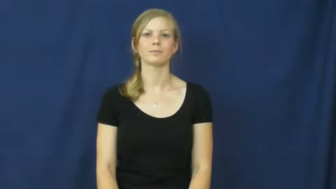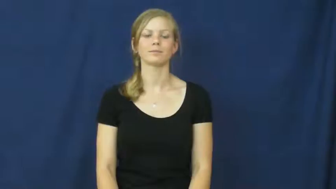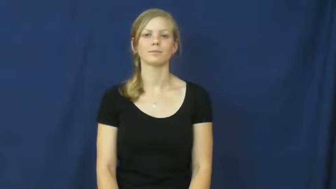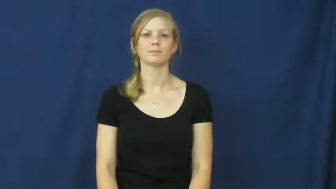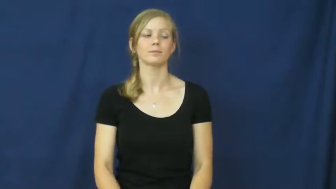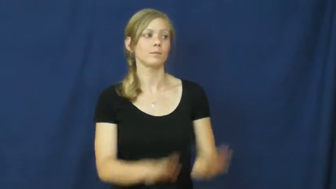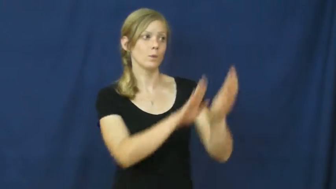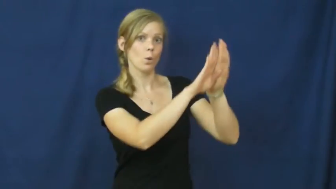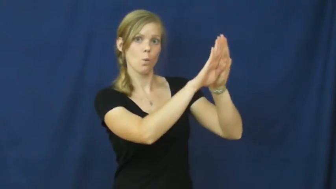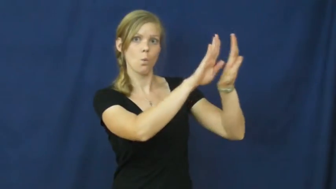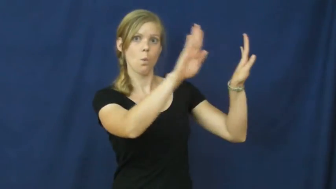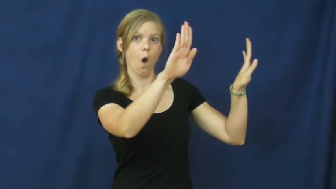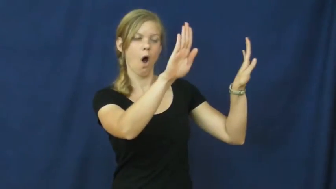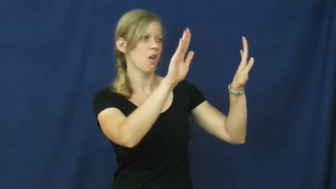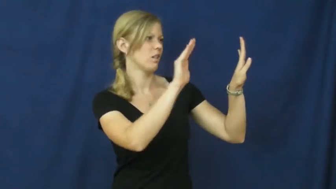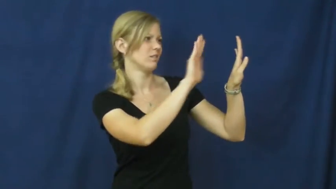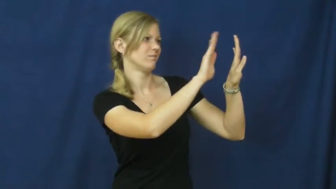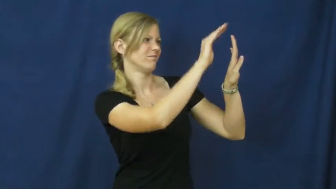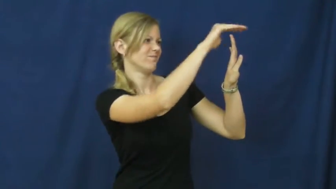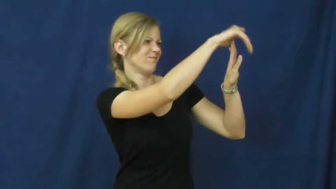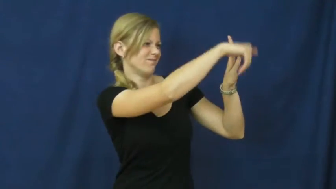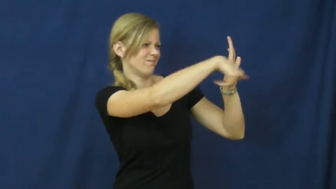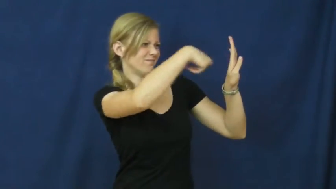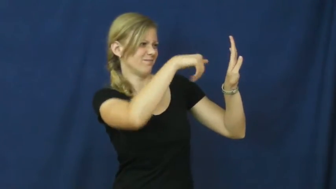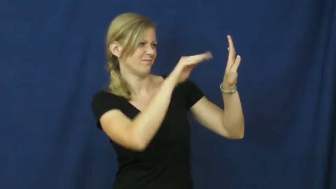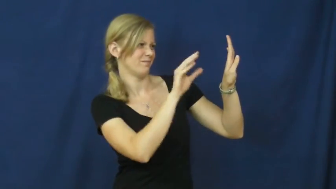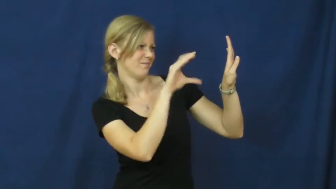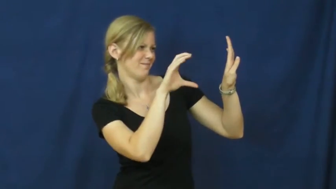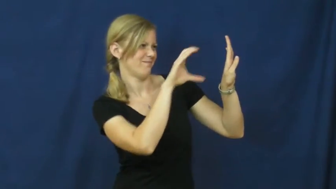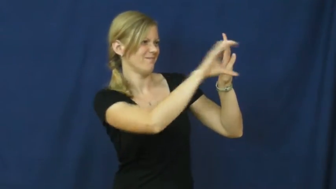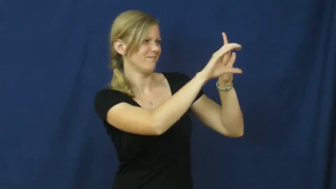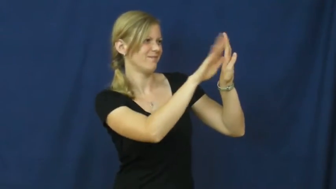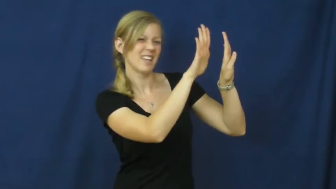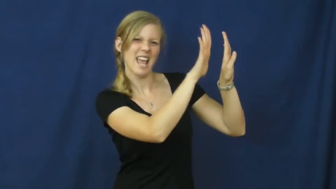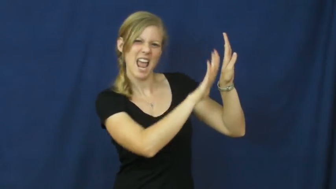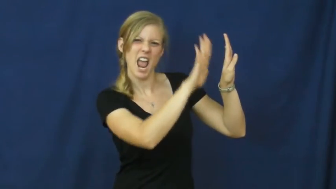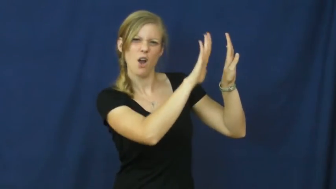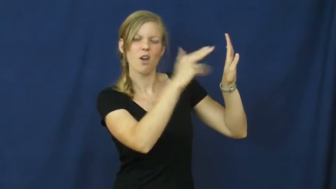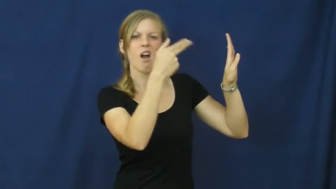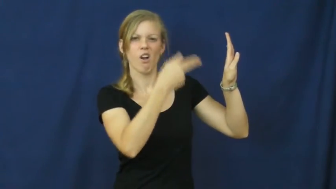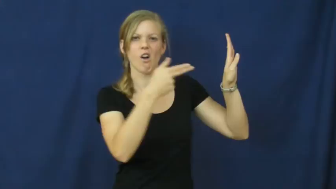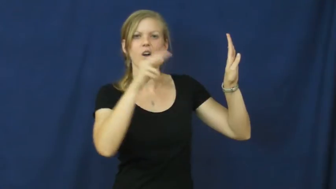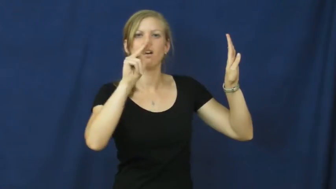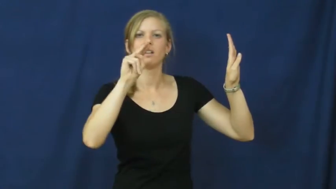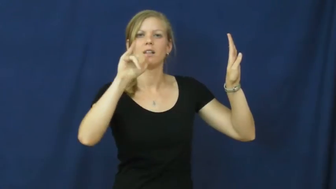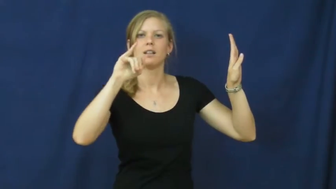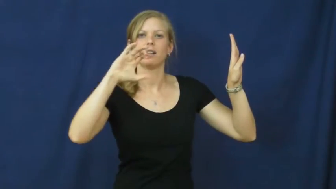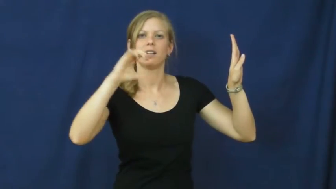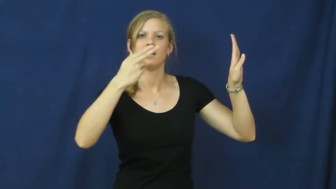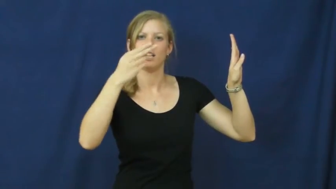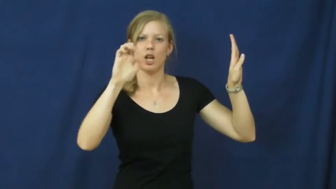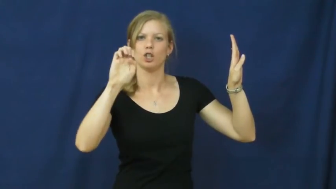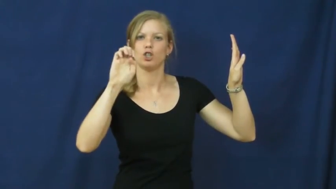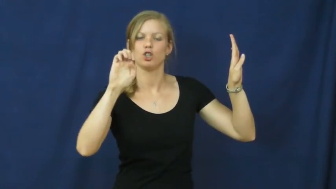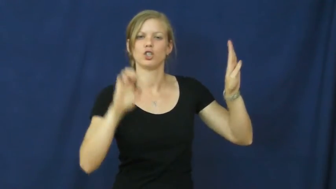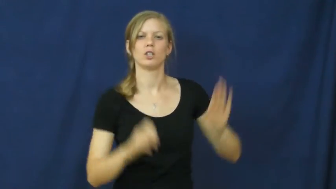niche,recessed-area